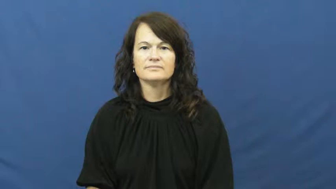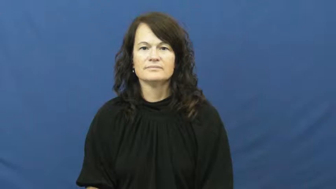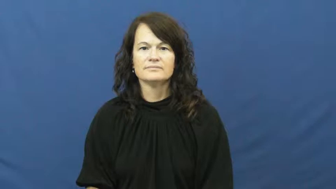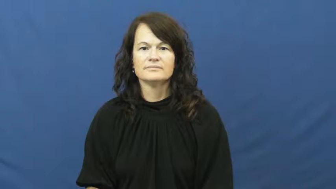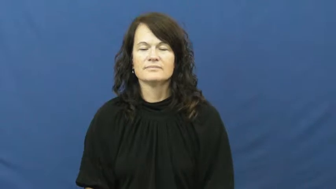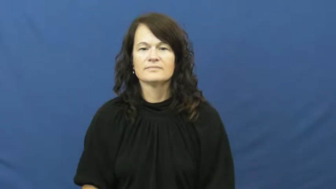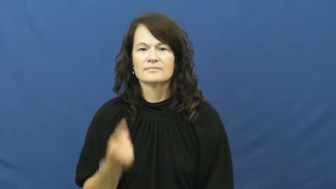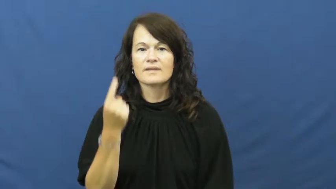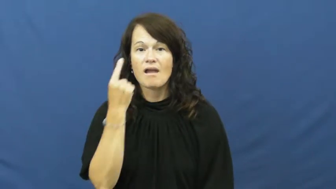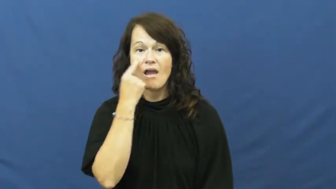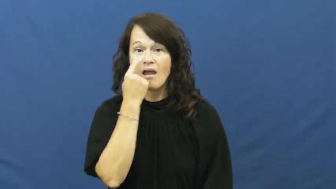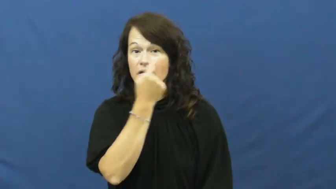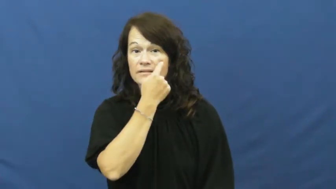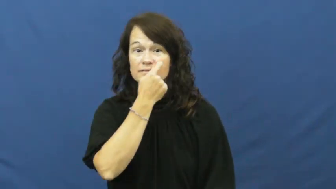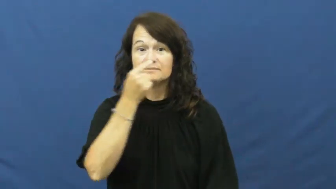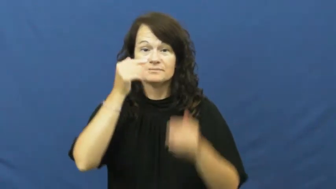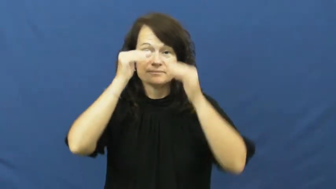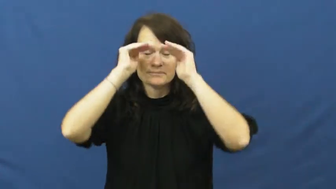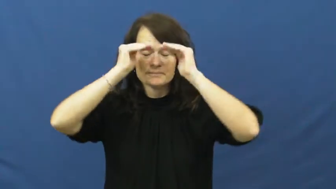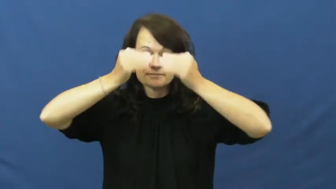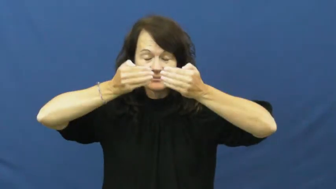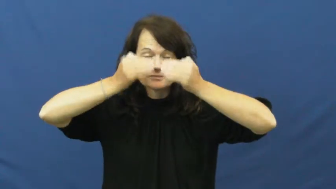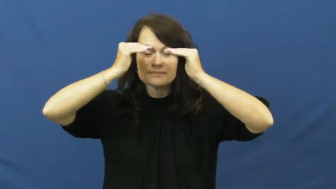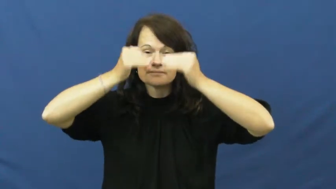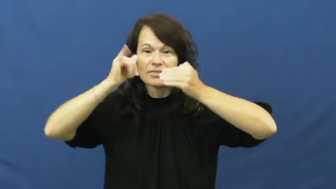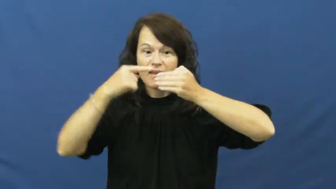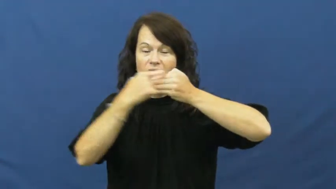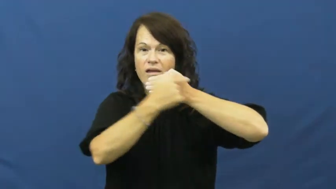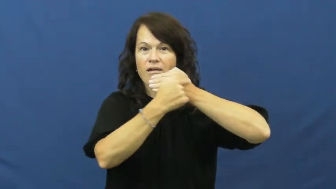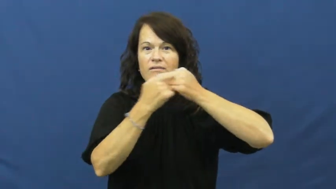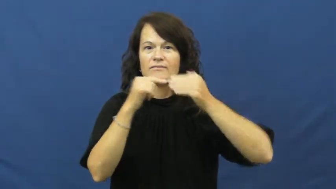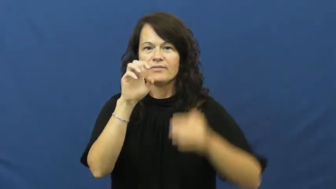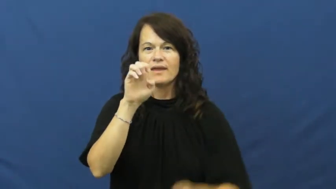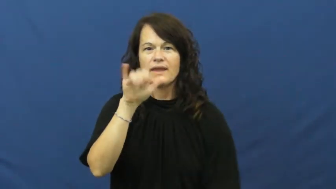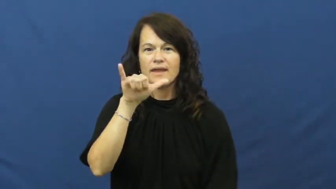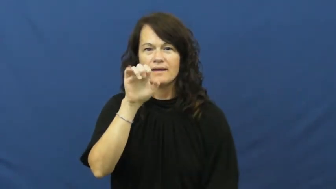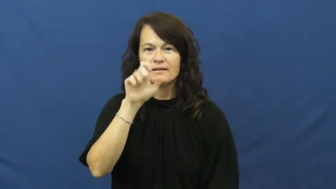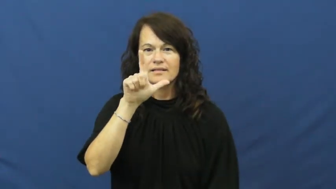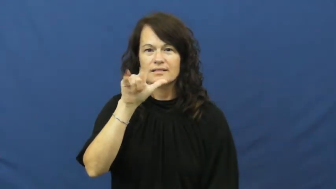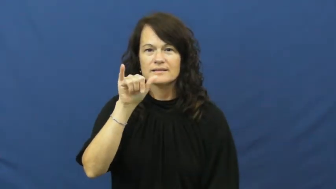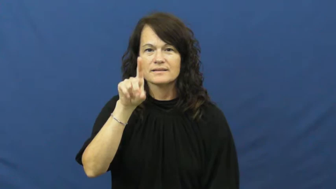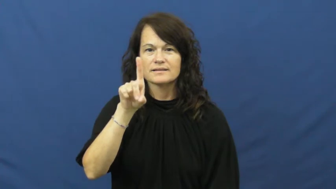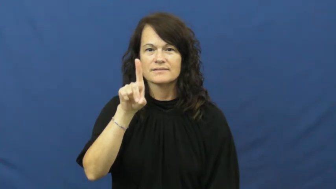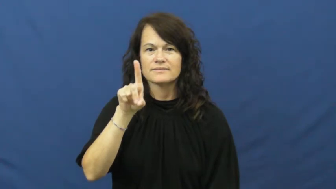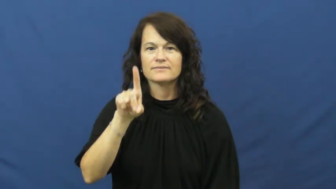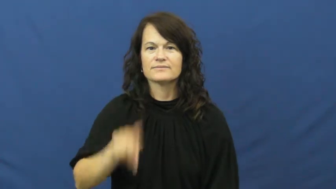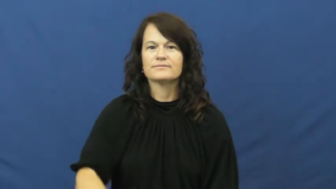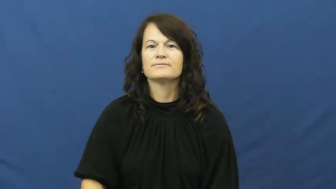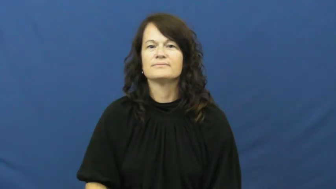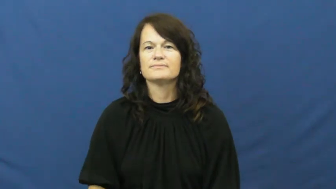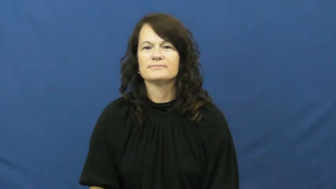eyelid